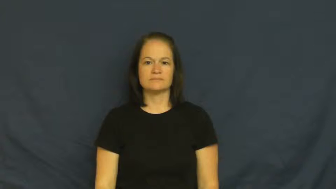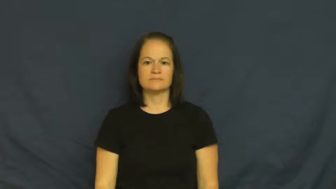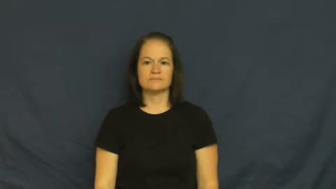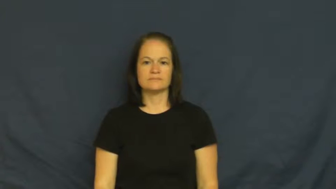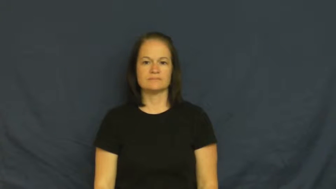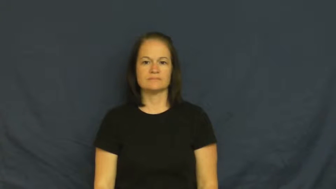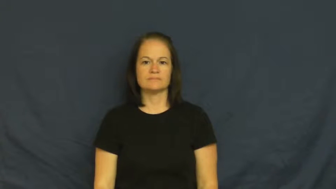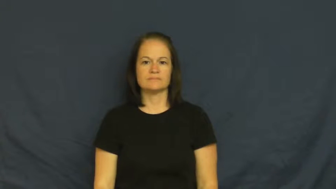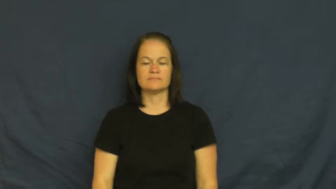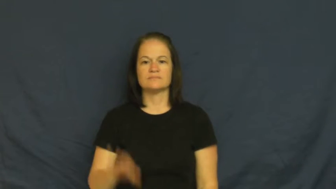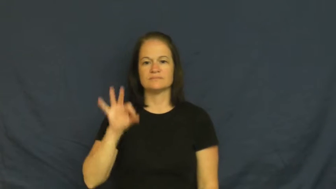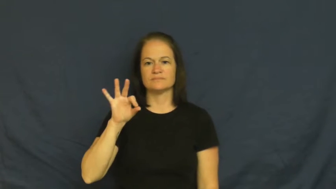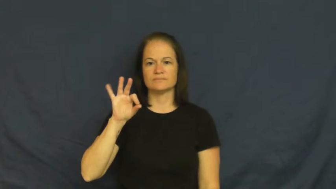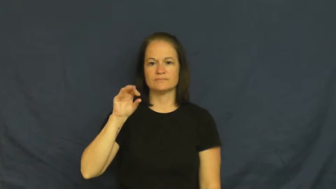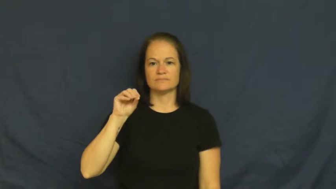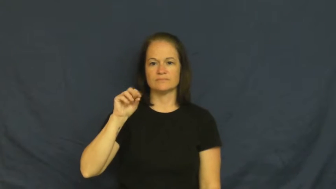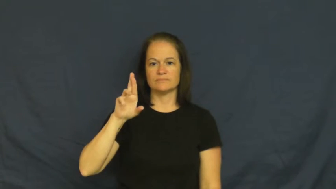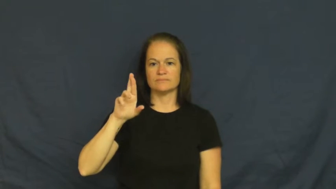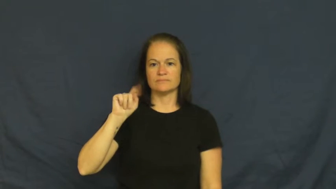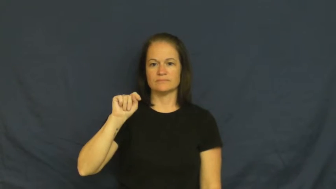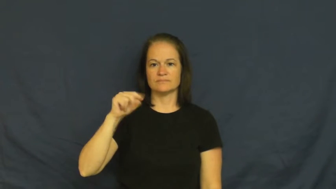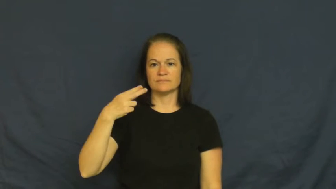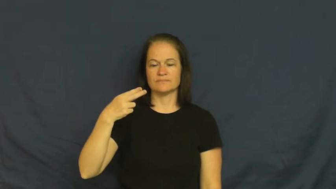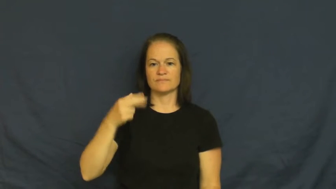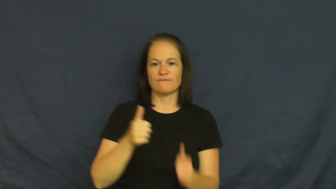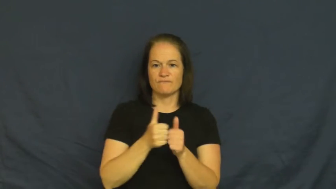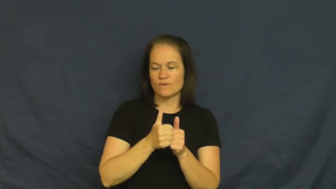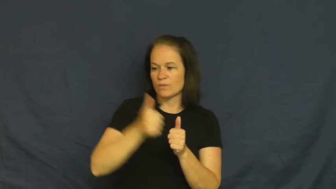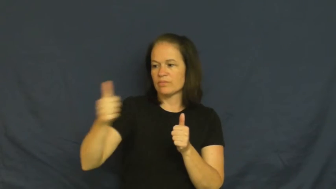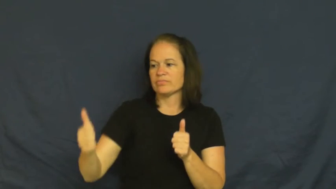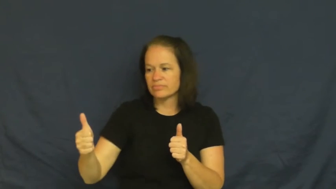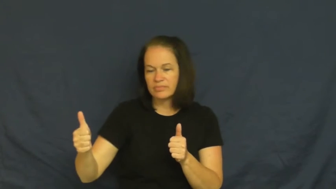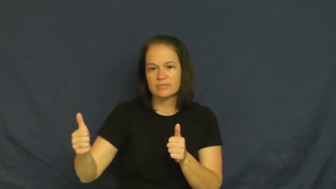forth